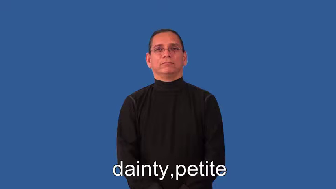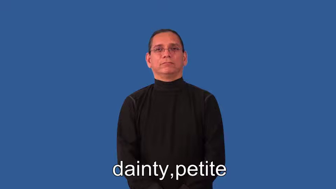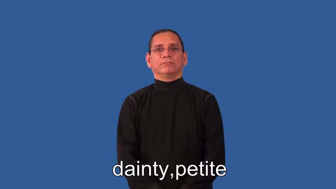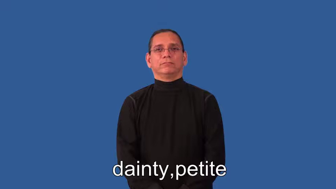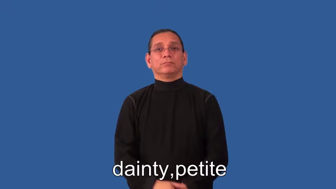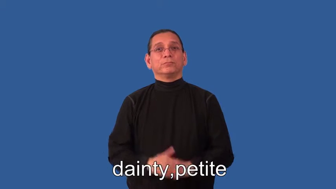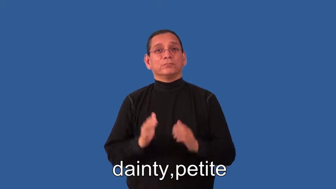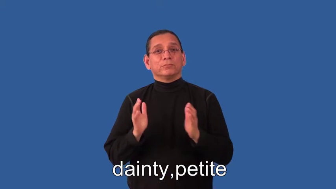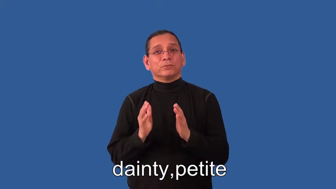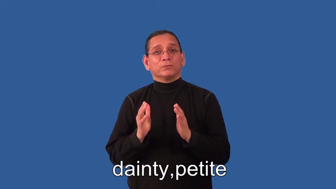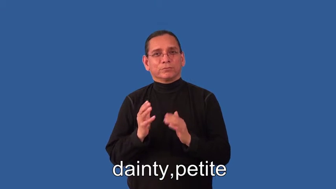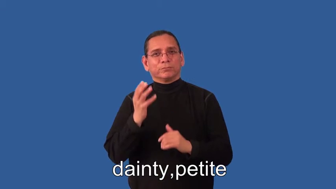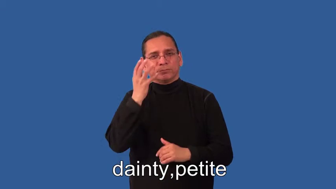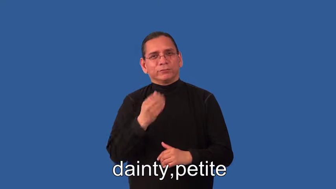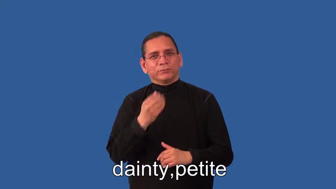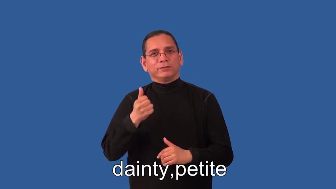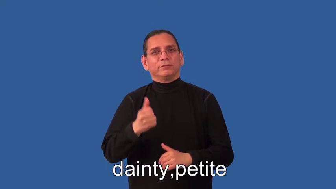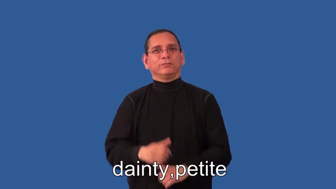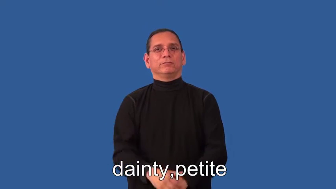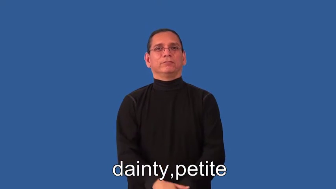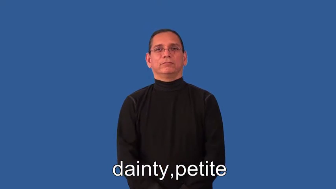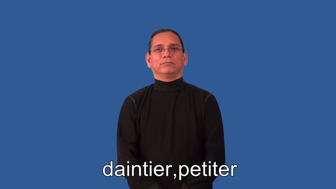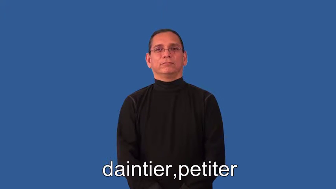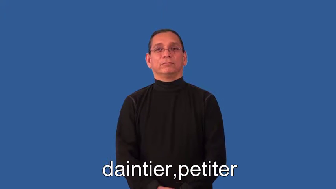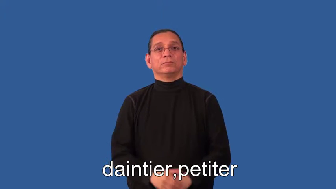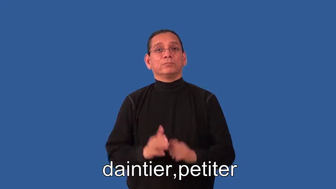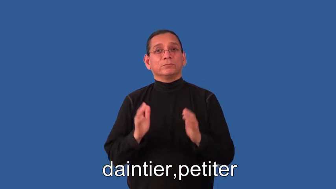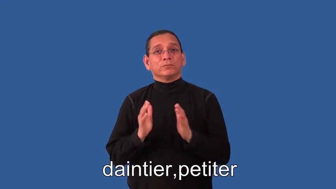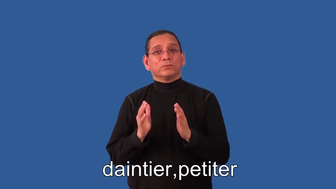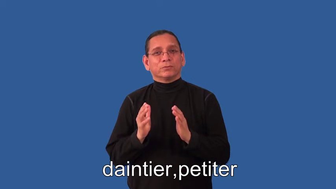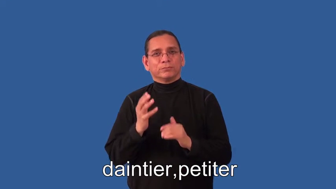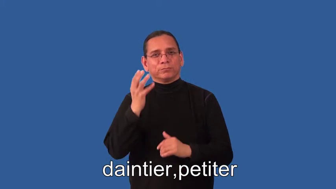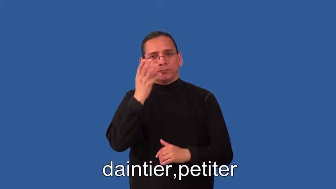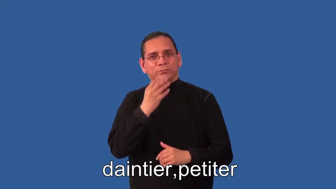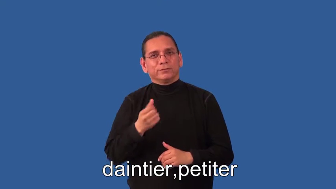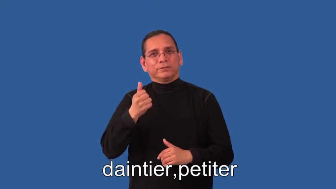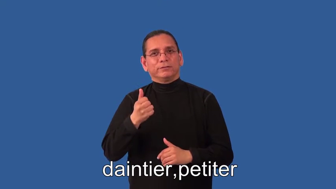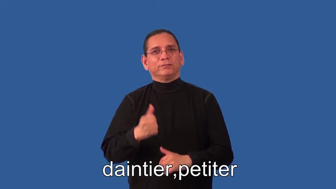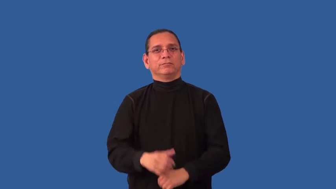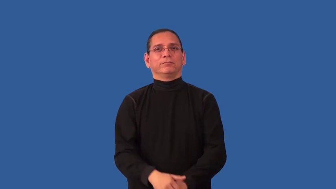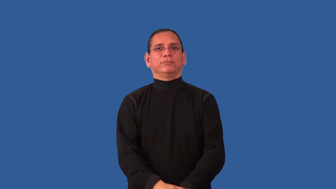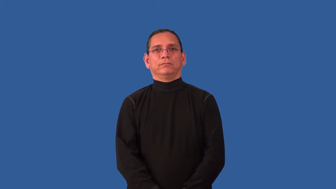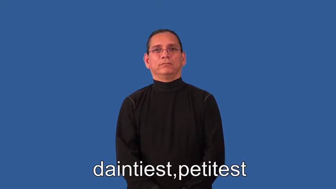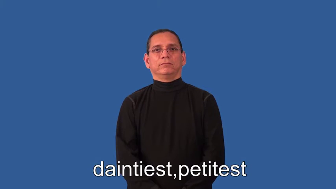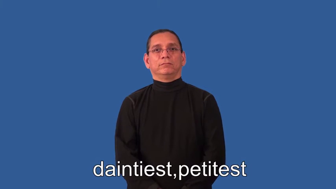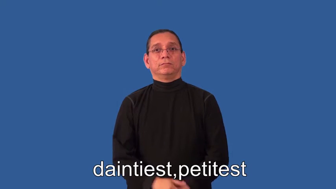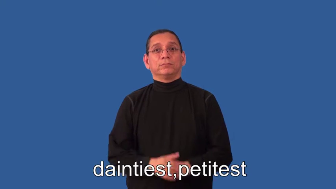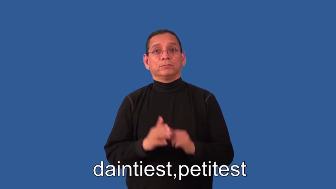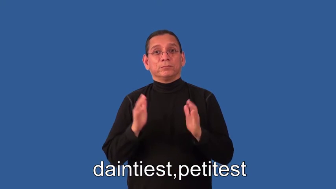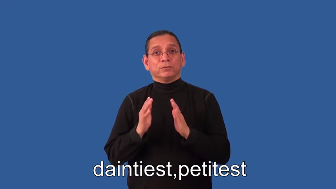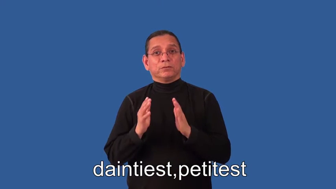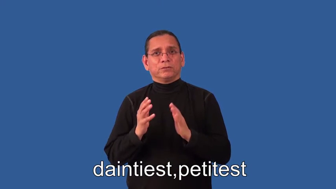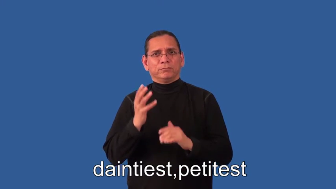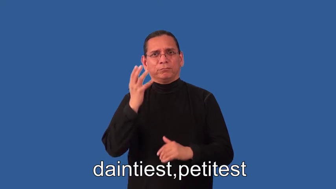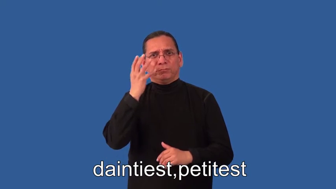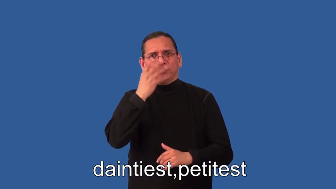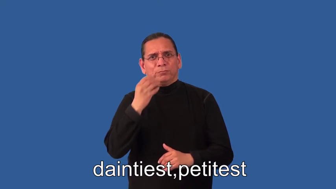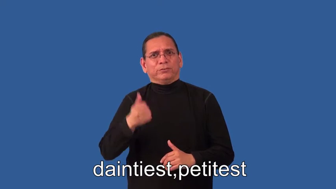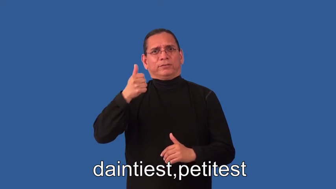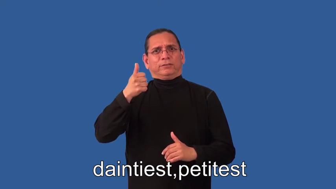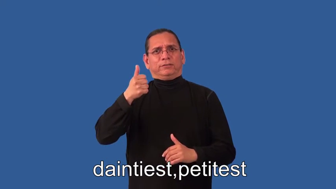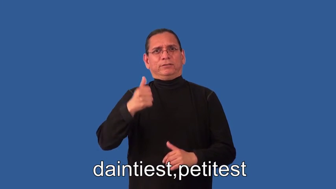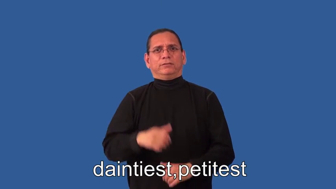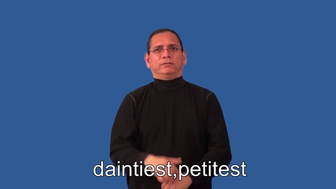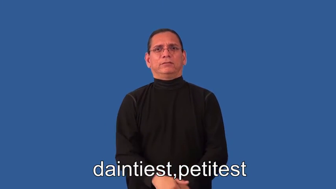daintier,petiter,daintiest,petitest